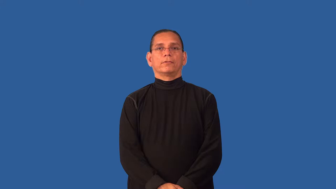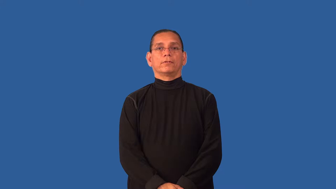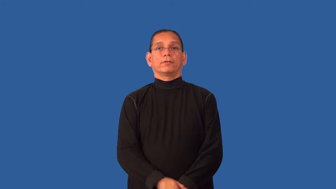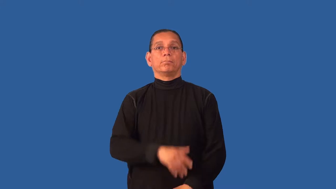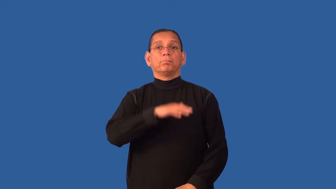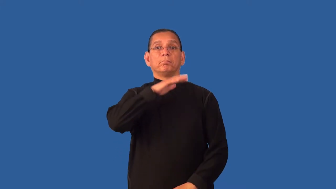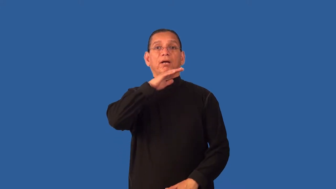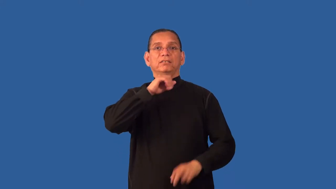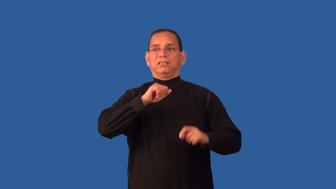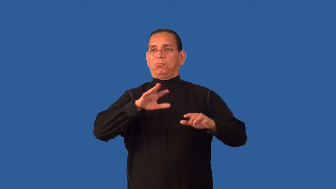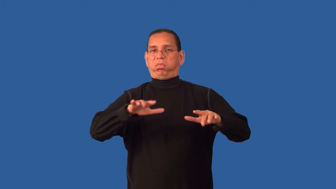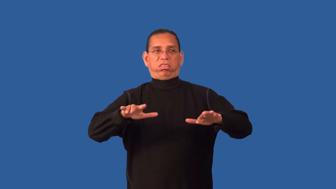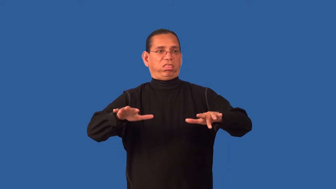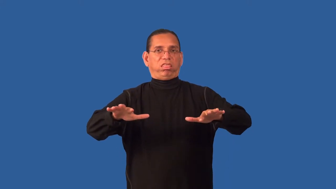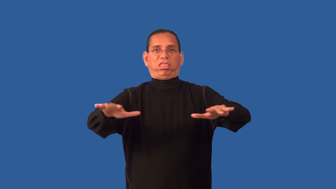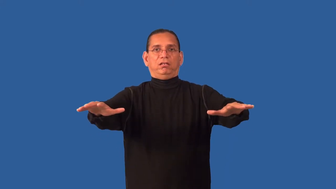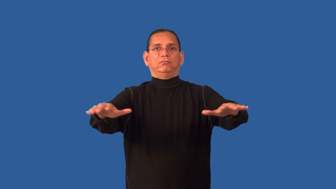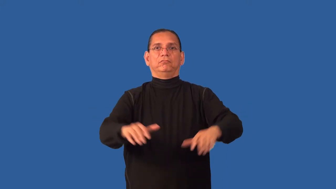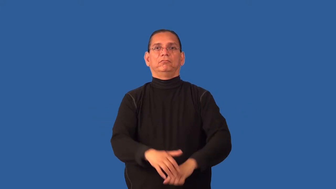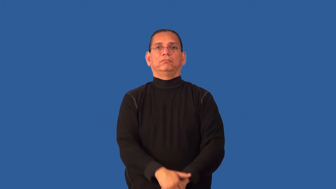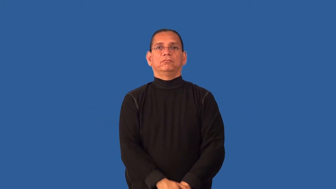debris,wreckage